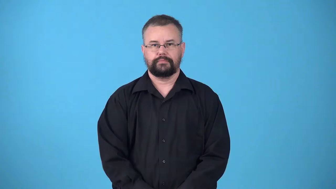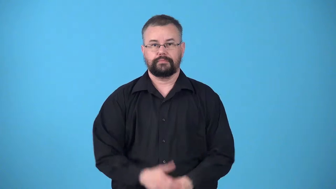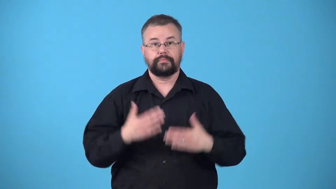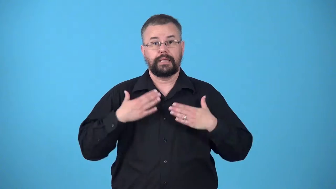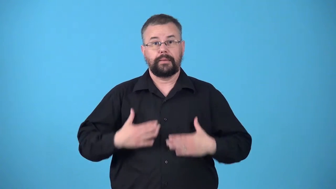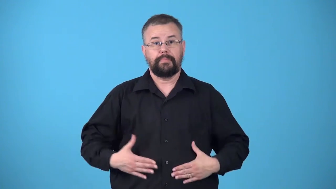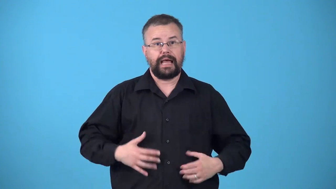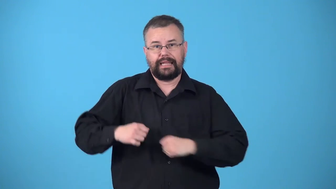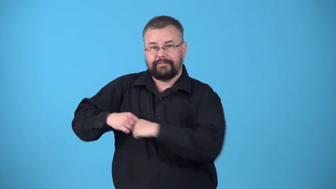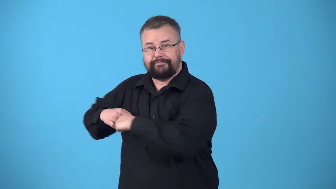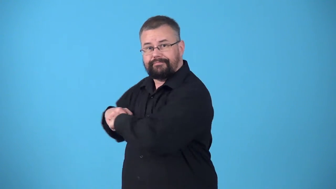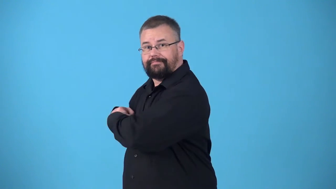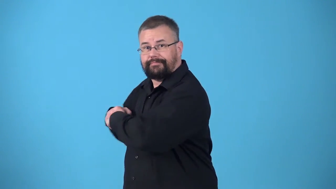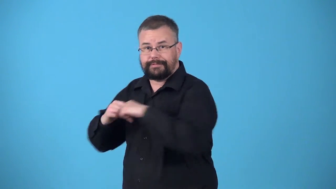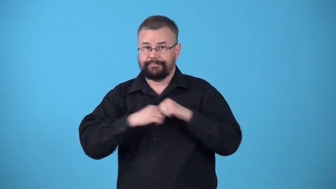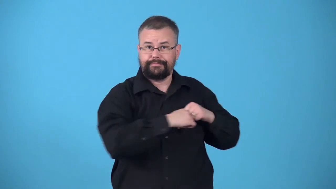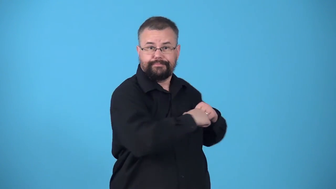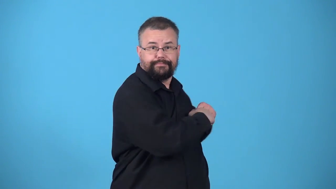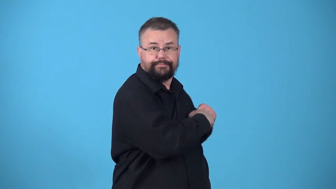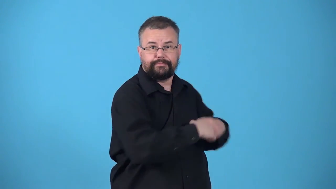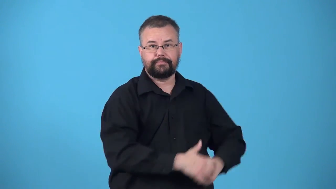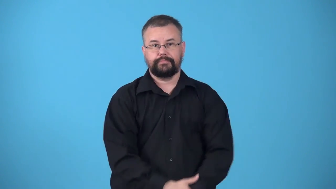twist-body